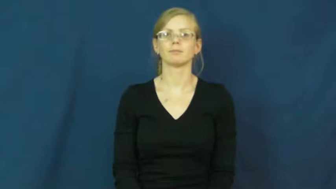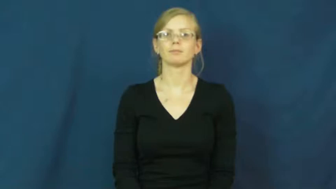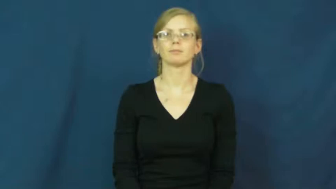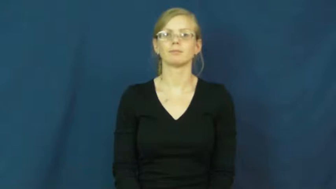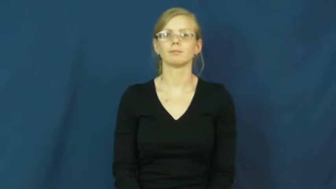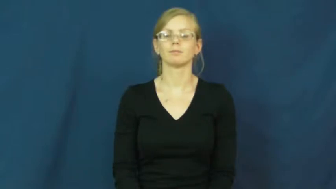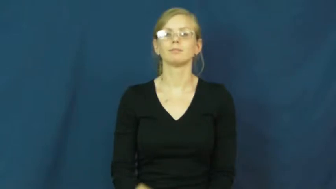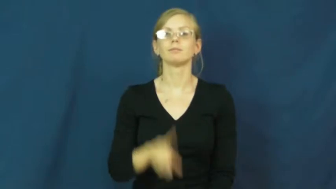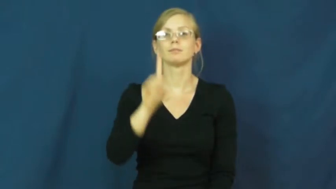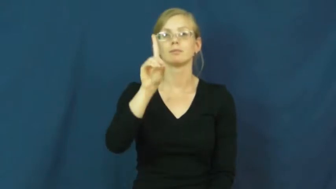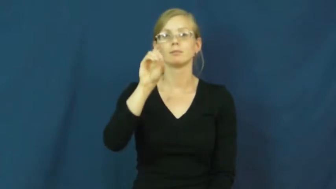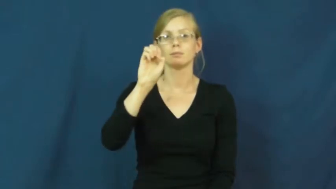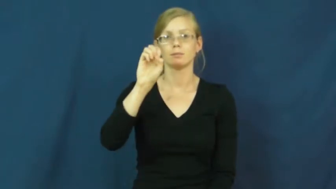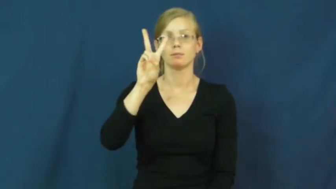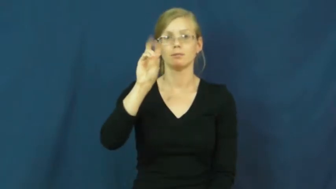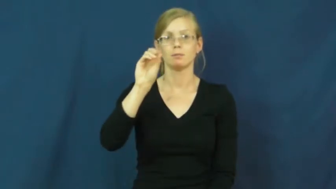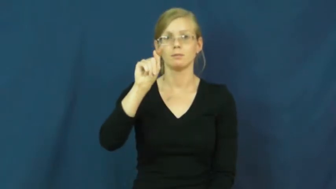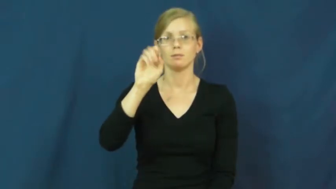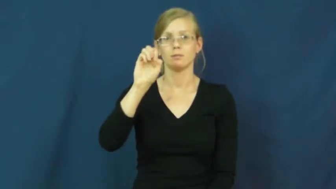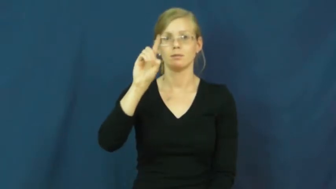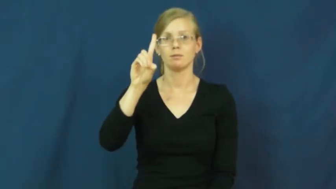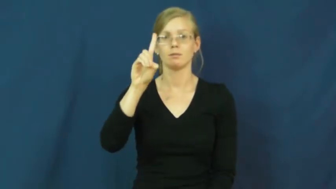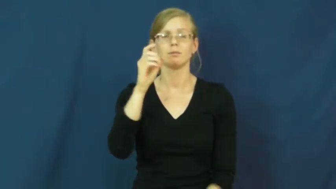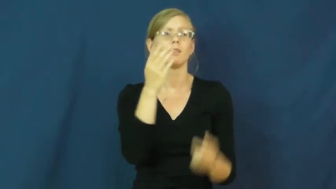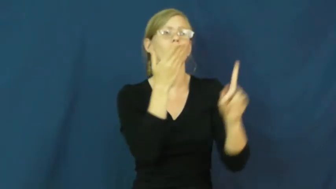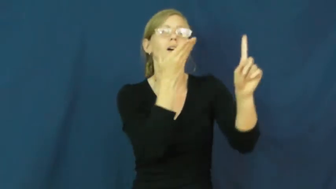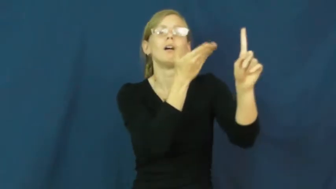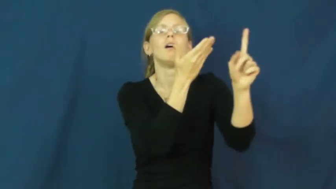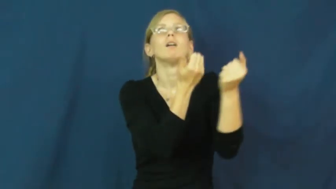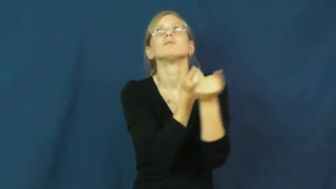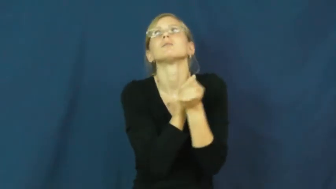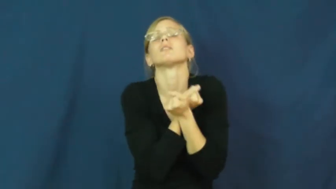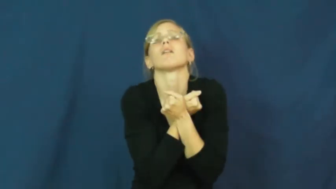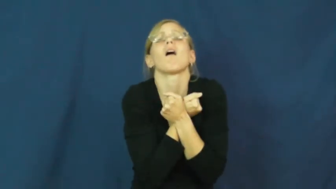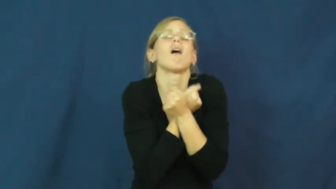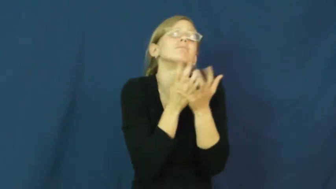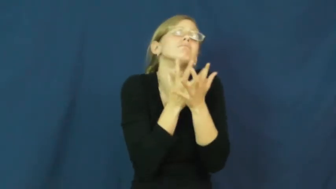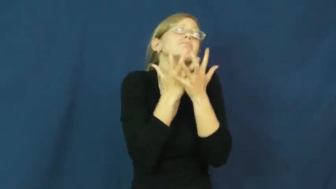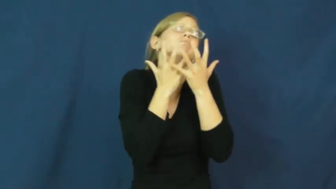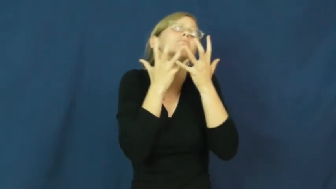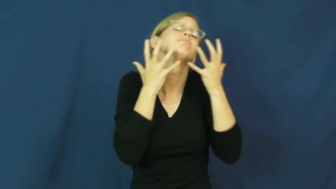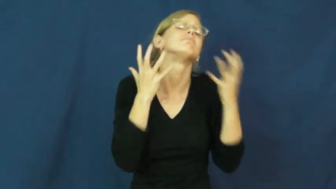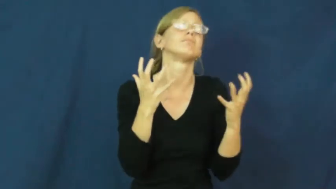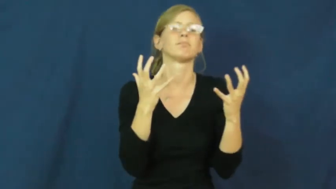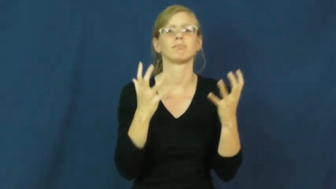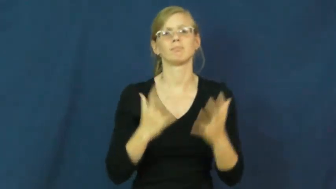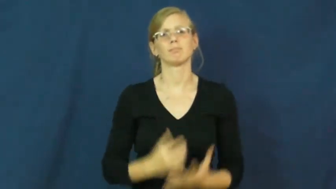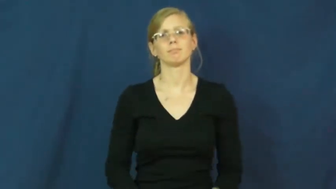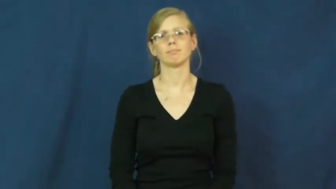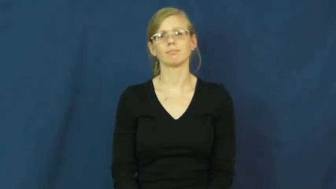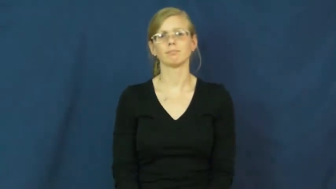devoted-love